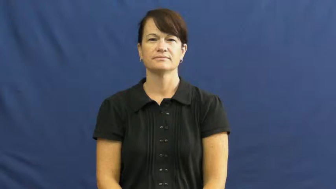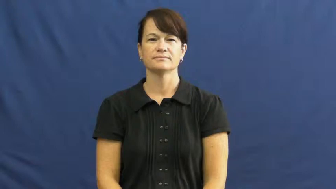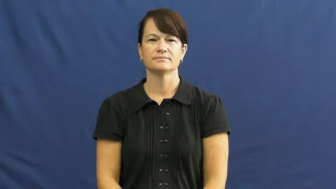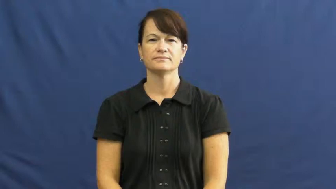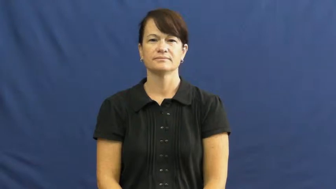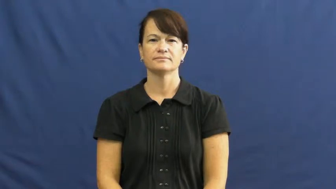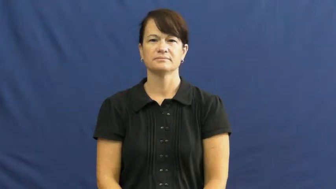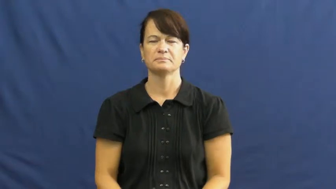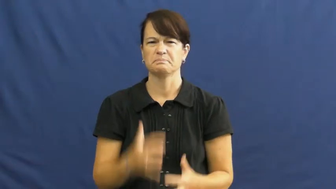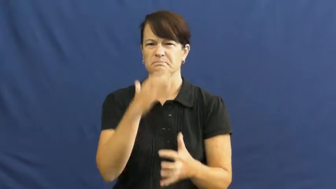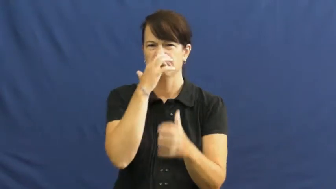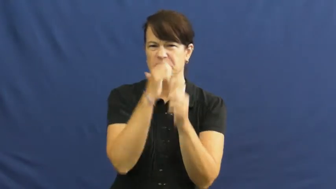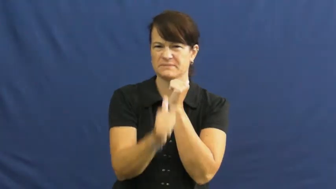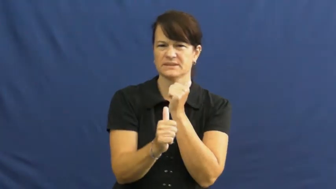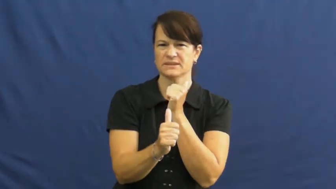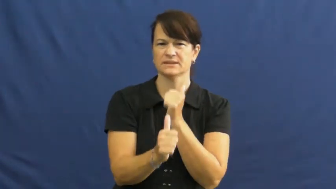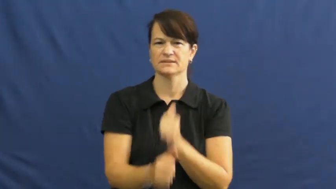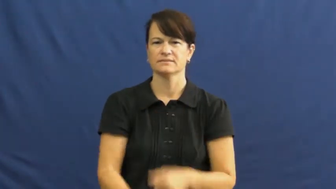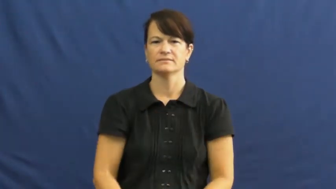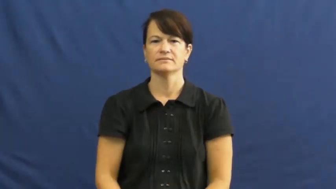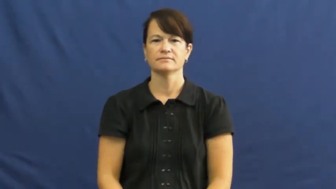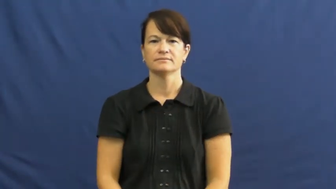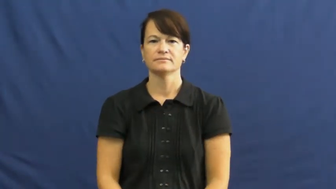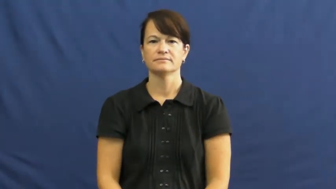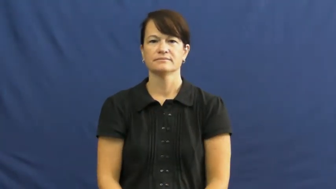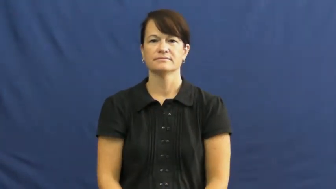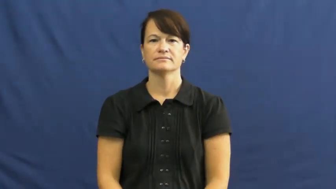mean,cruel,hurtful,vitriolic,bestial,acerbic,acidic,acrid,nasty,tart,hard,rough